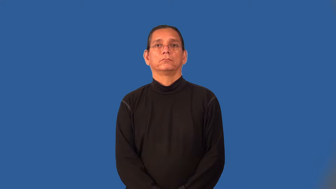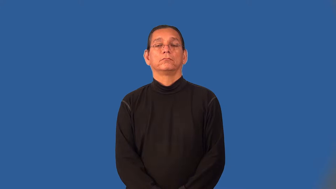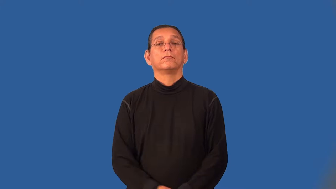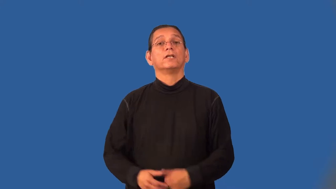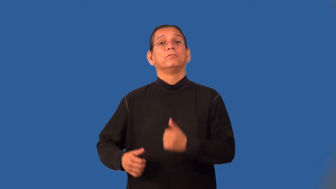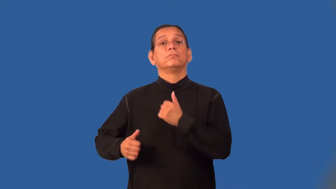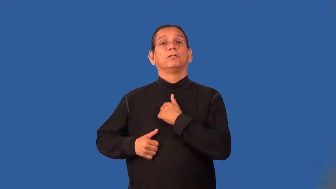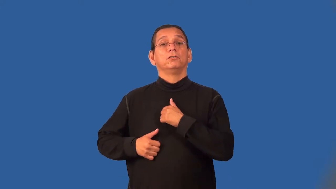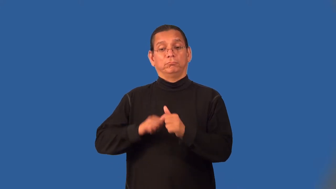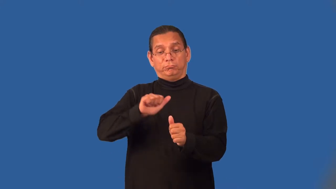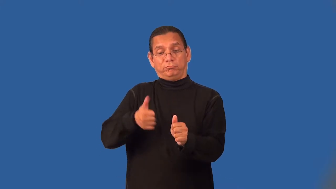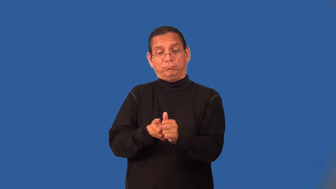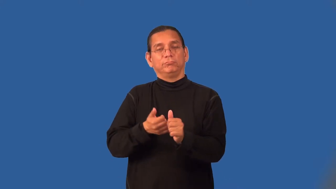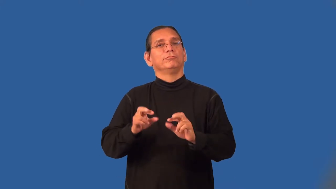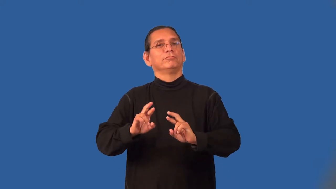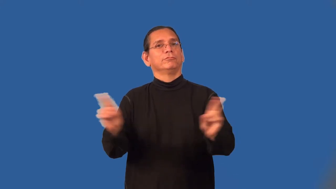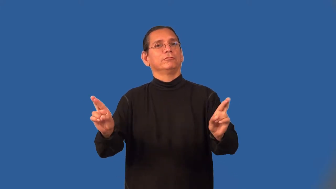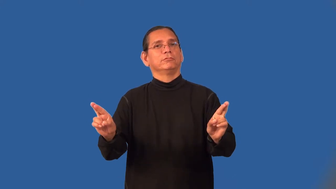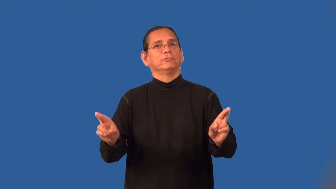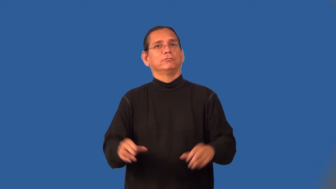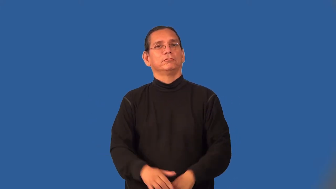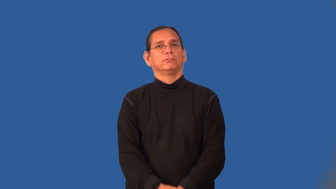reservist